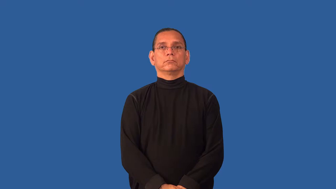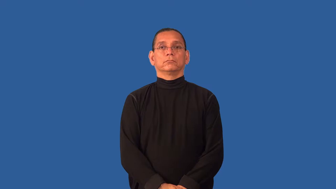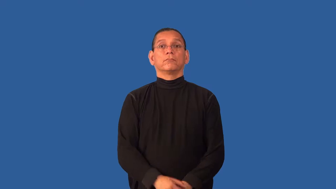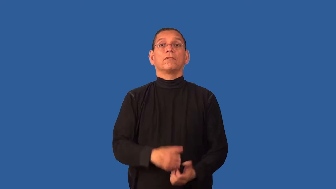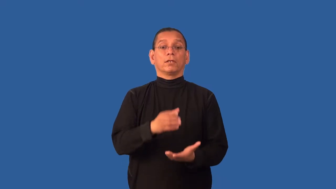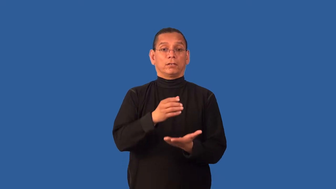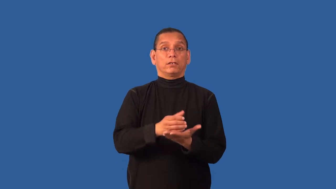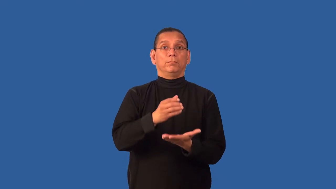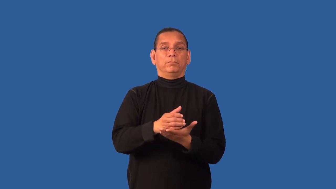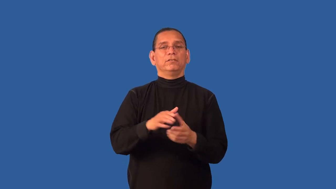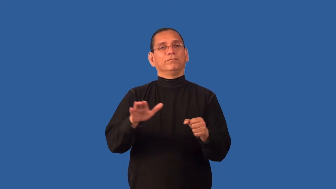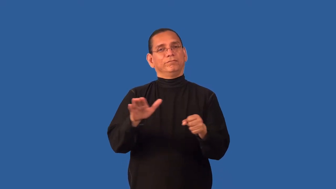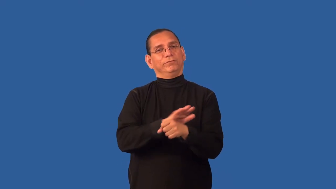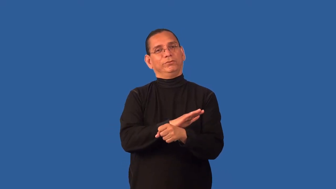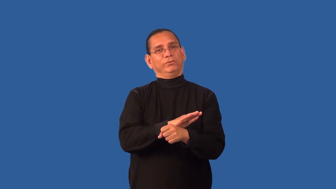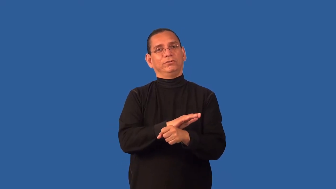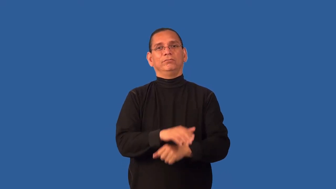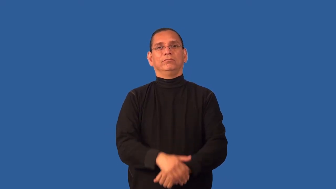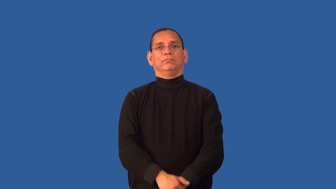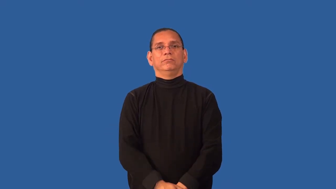cupful